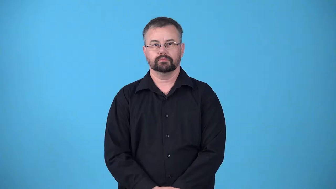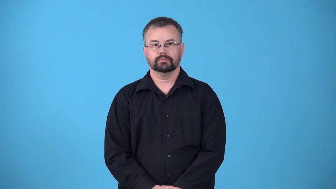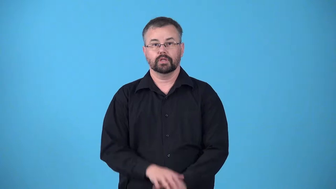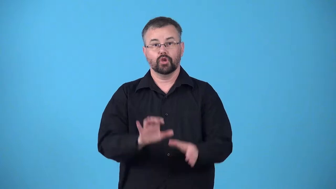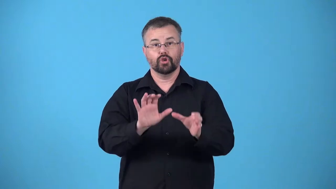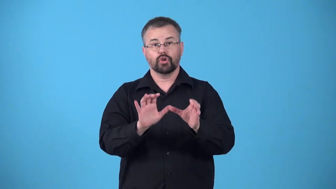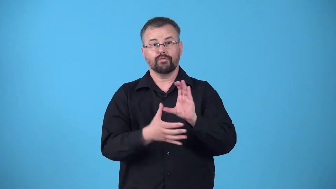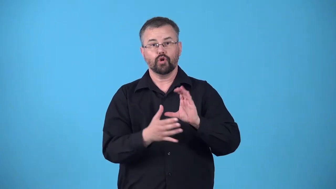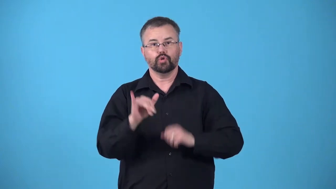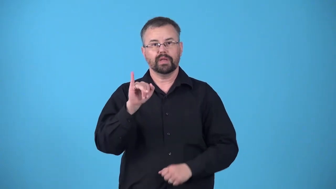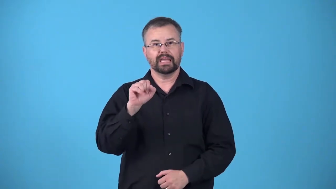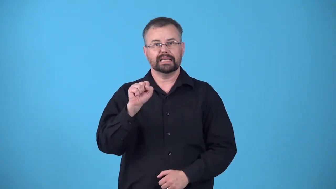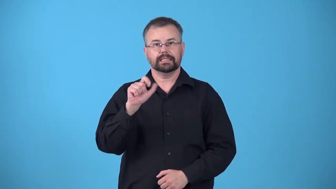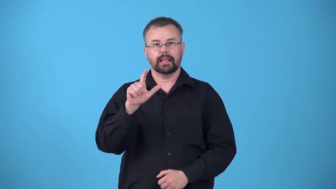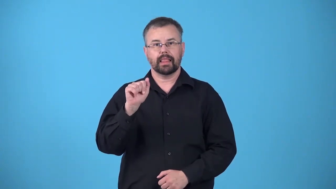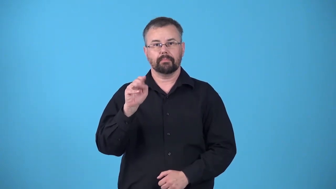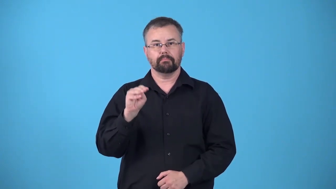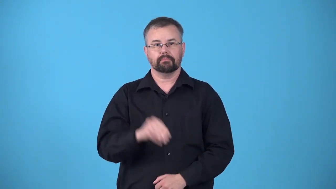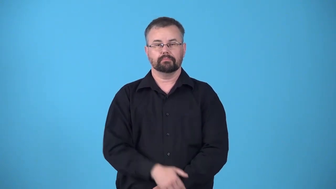islamize